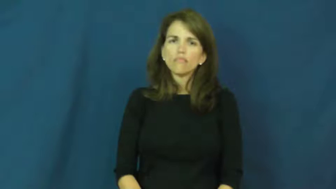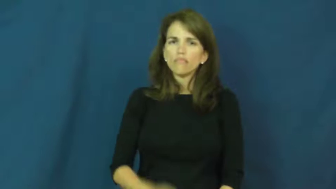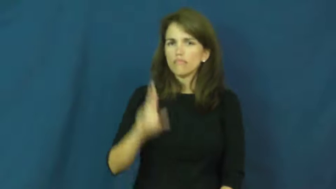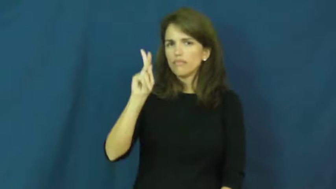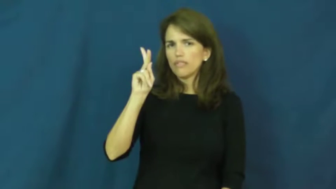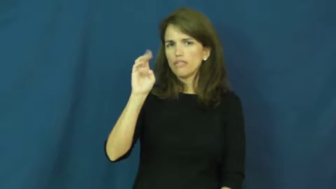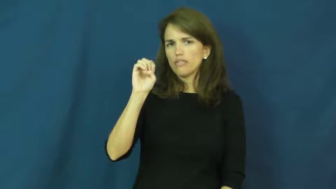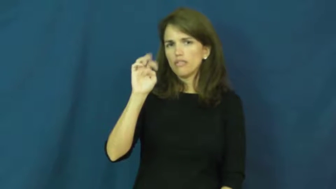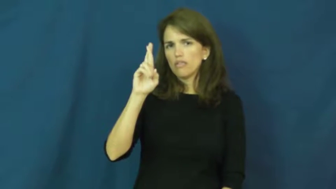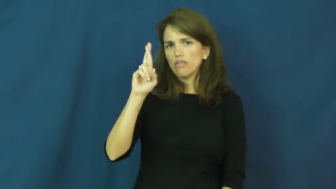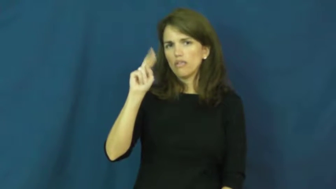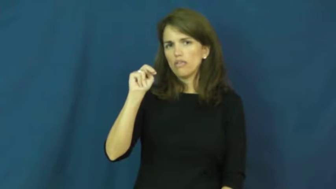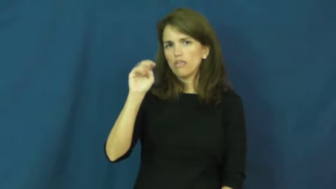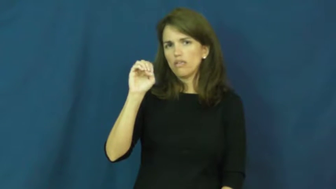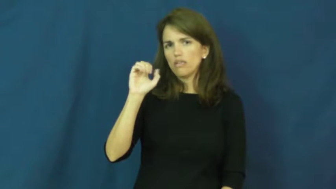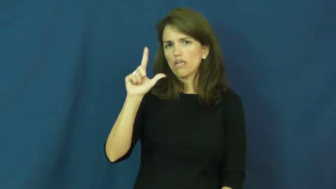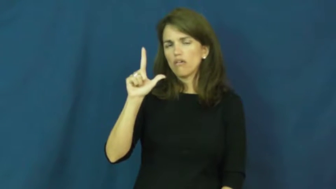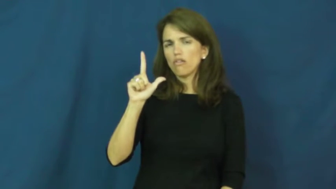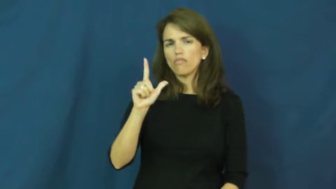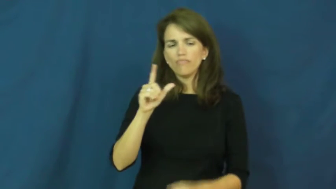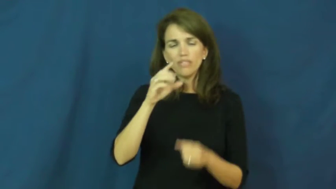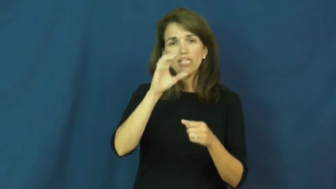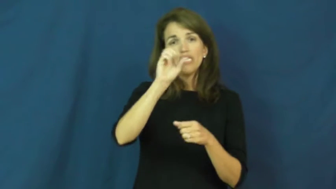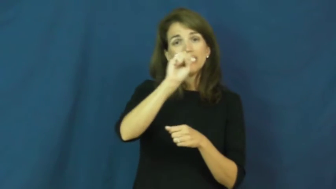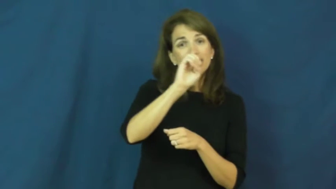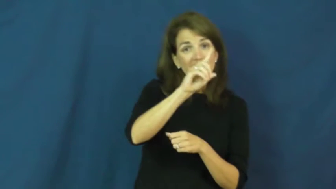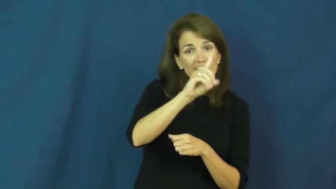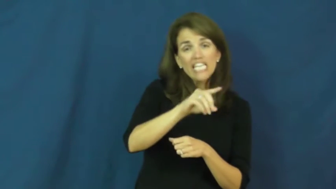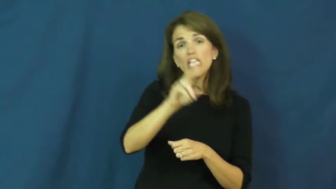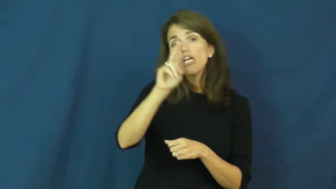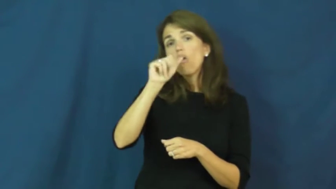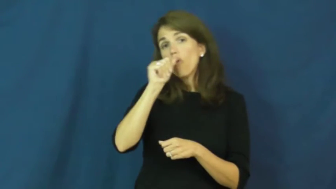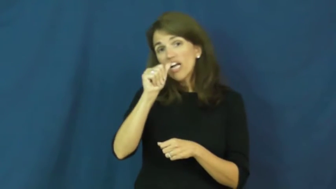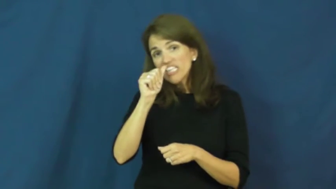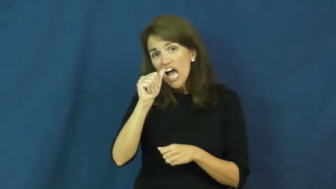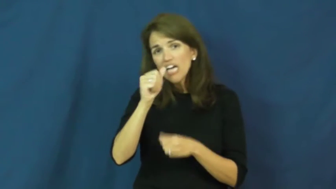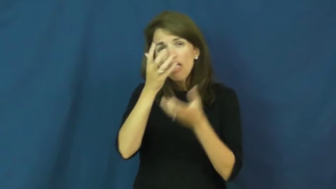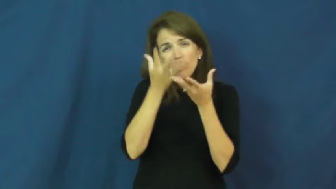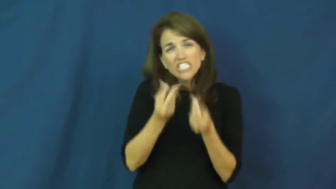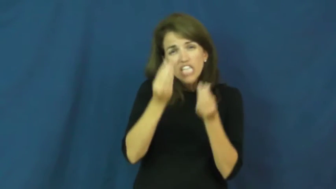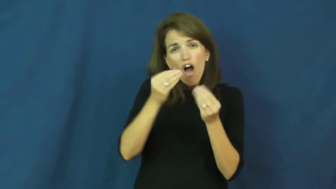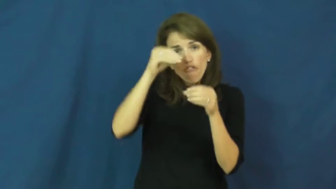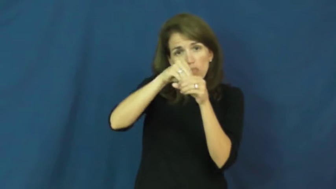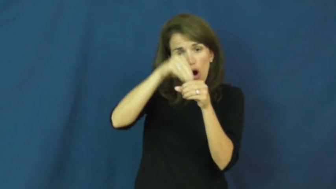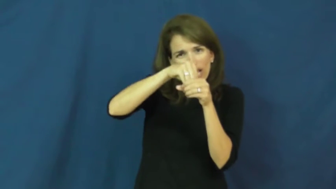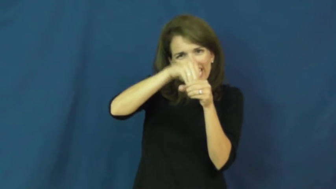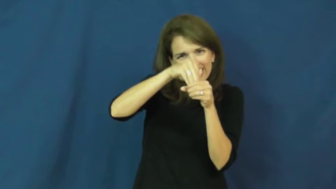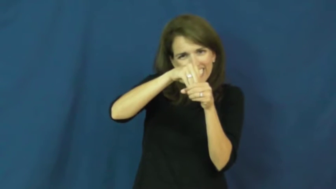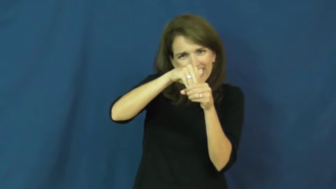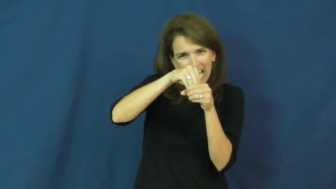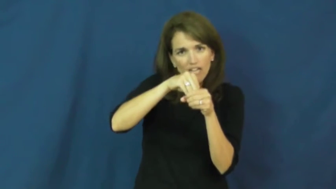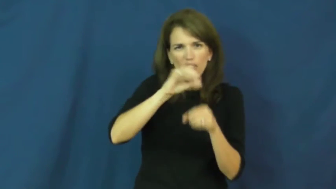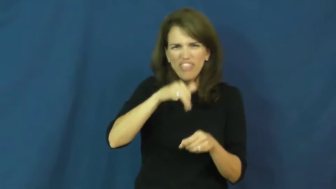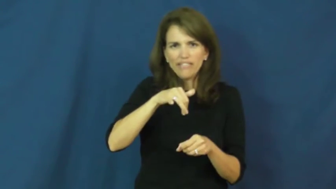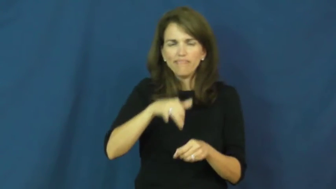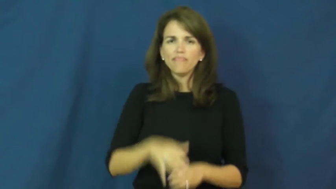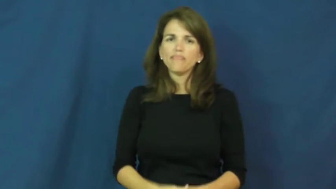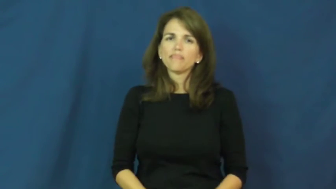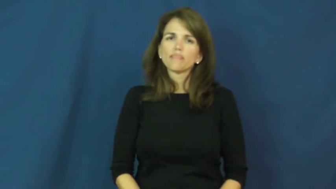kernel